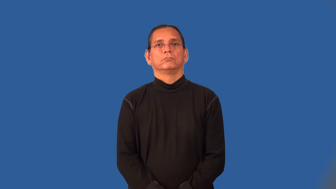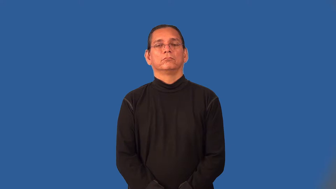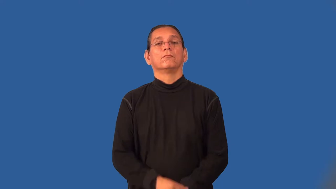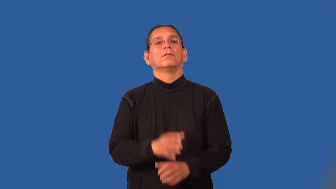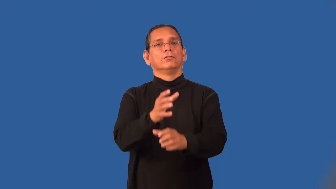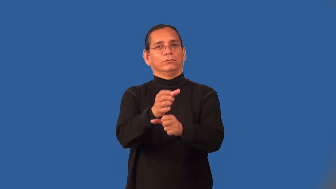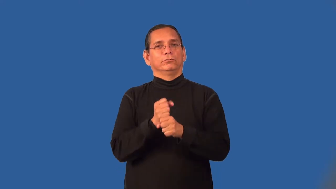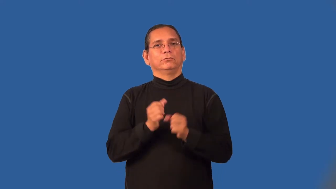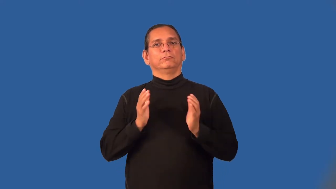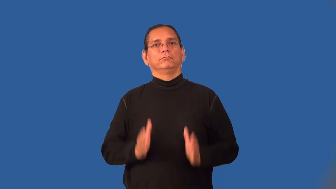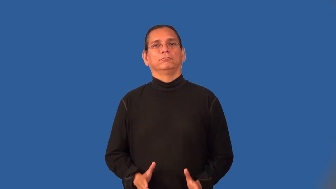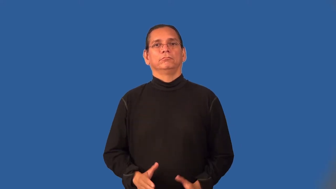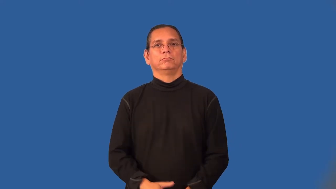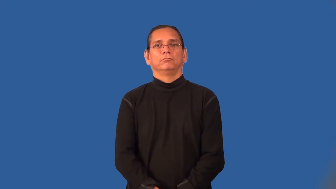receiver